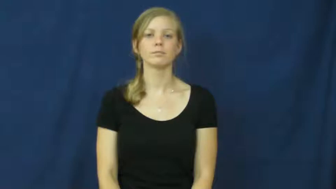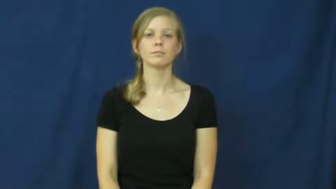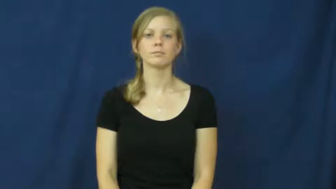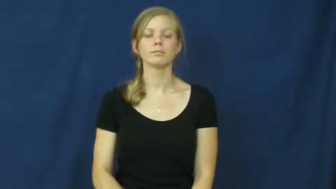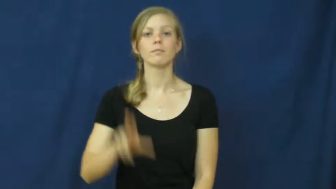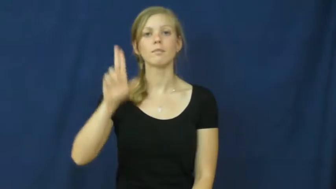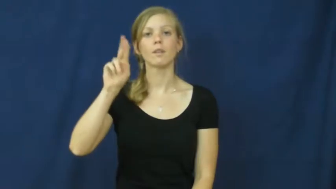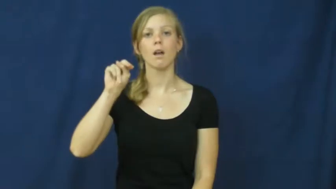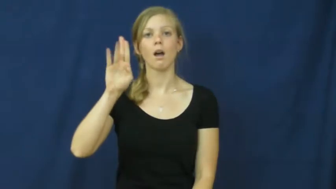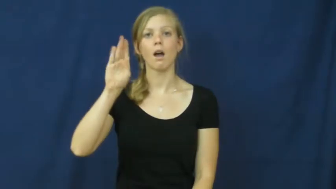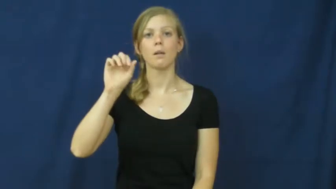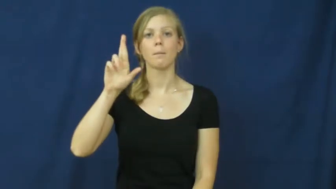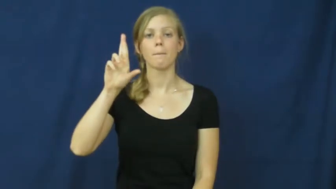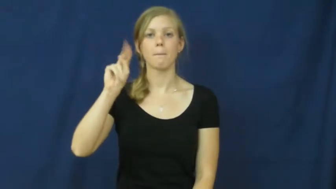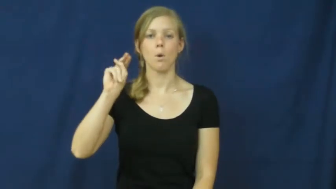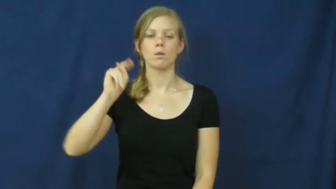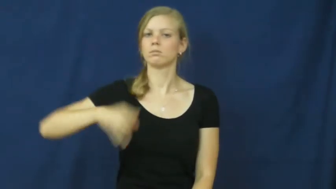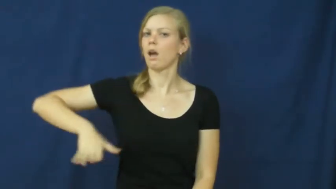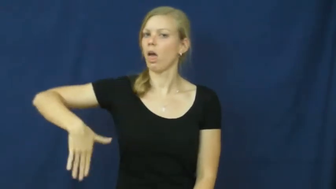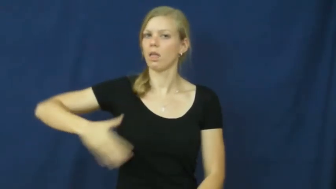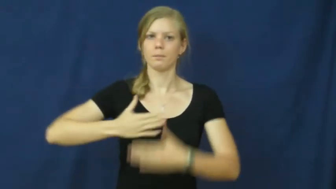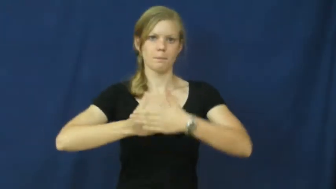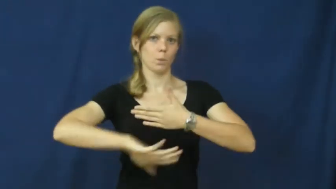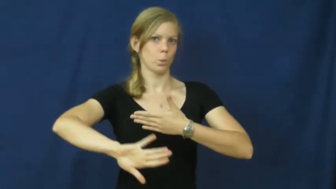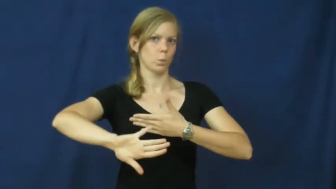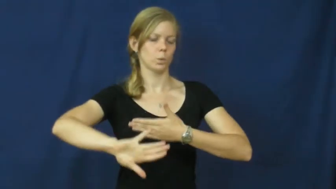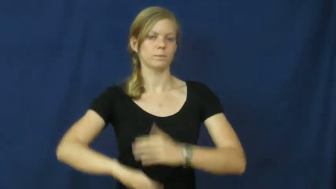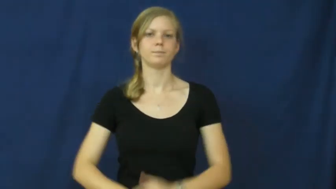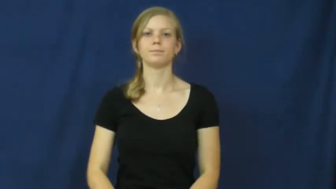unborn